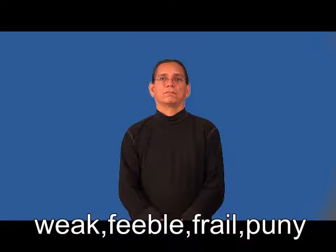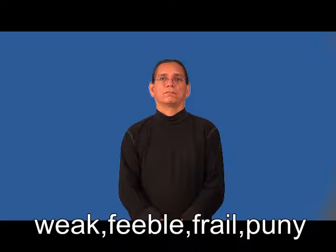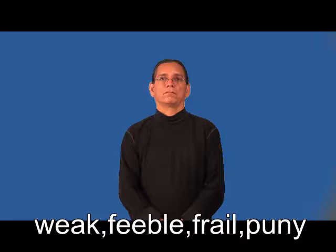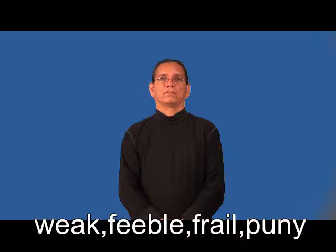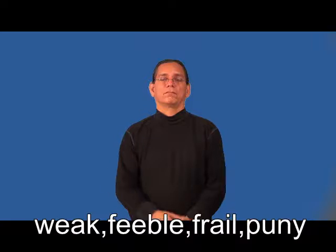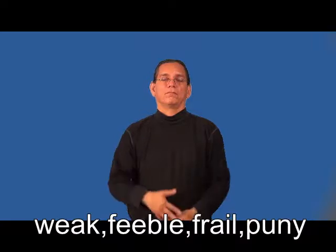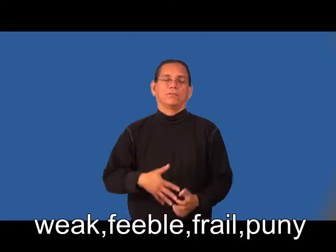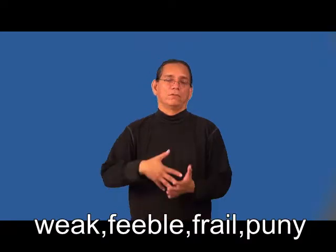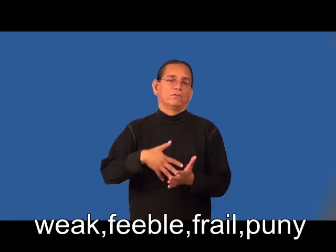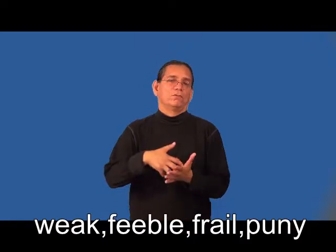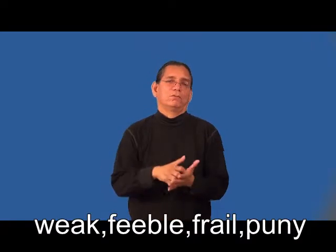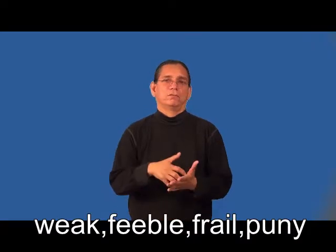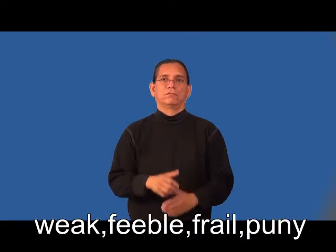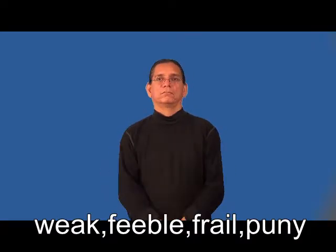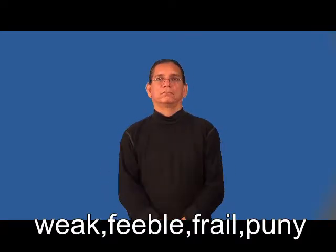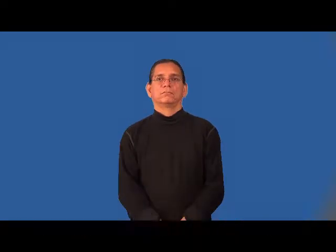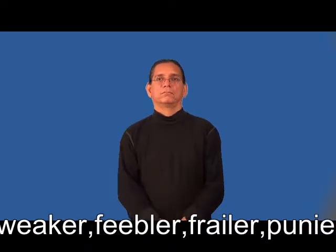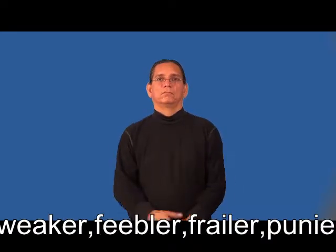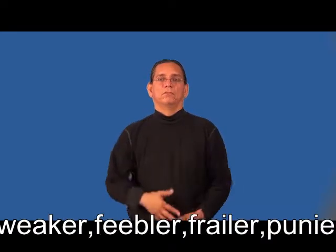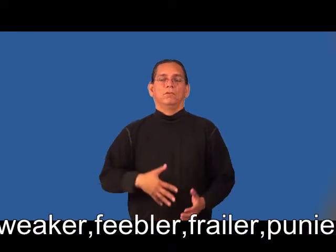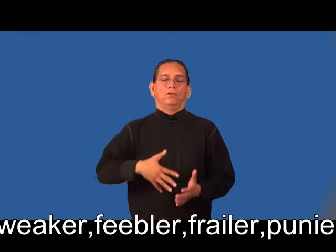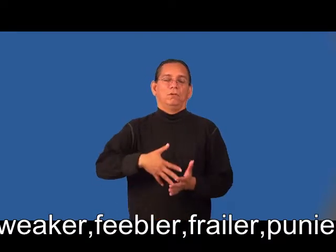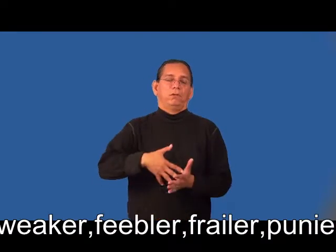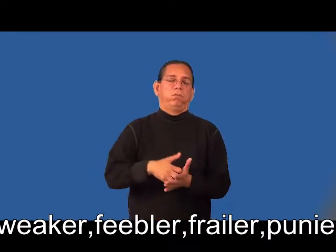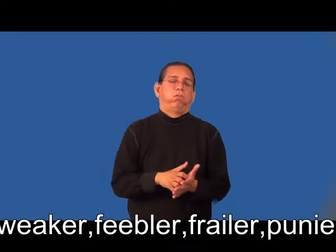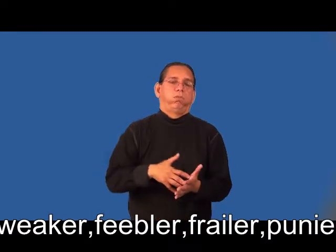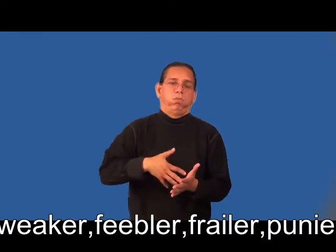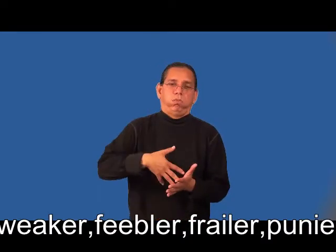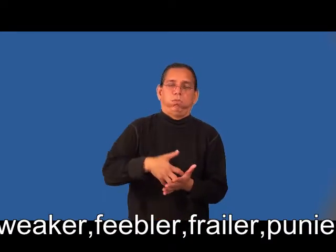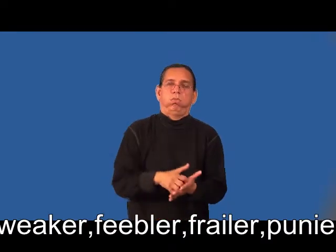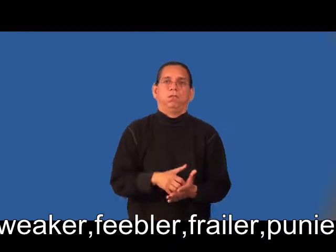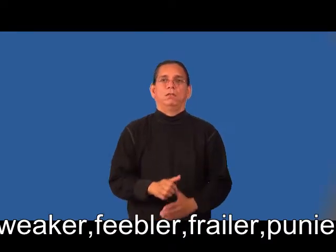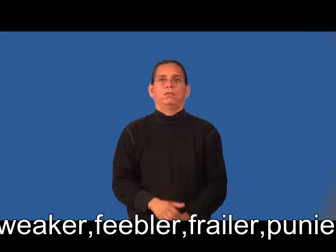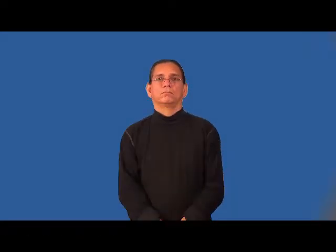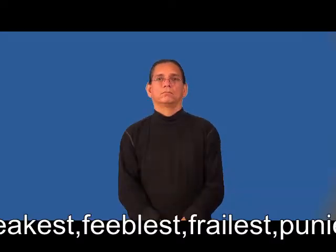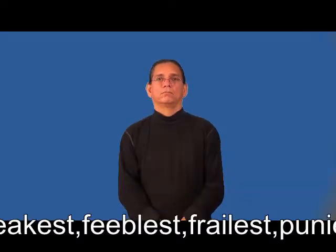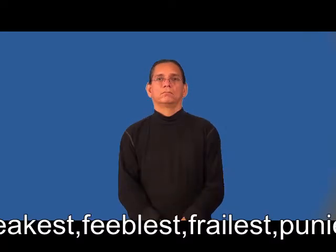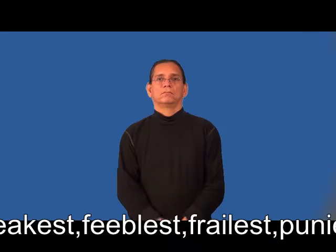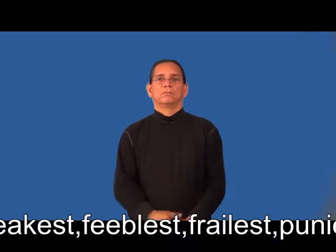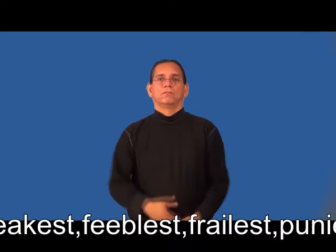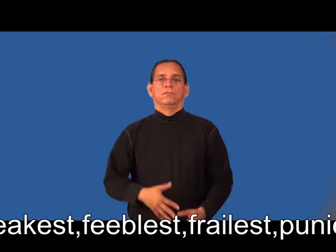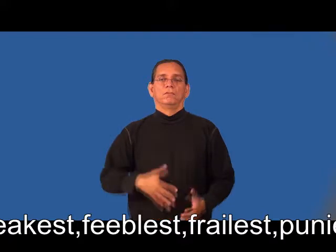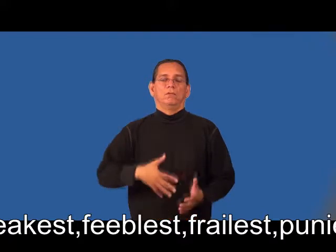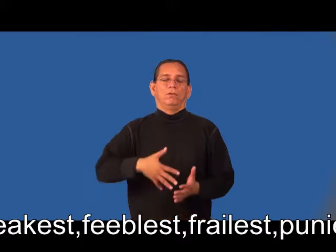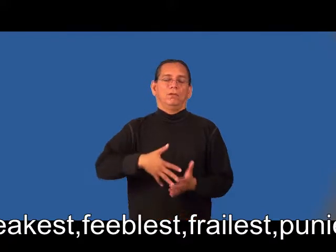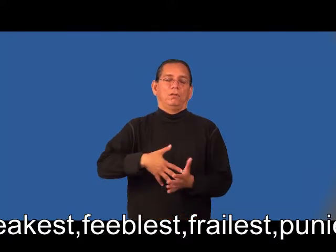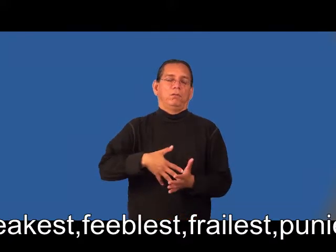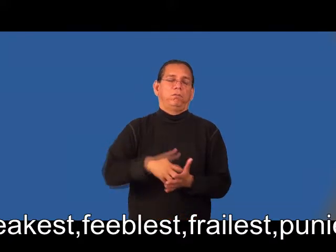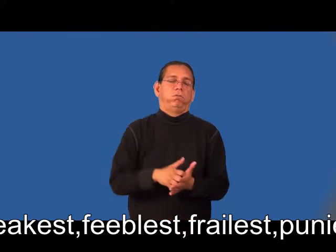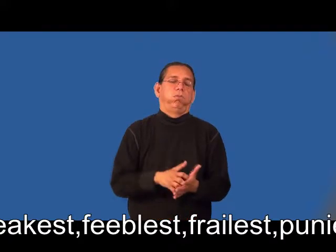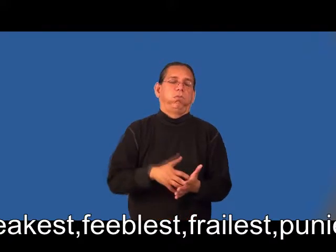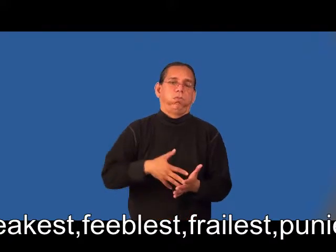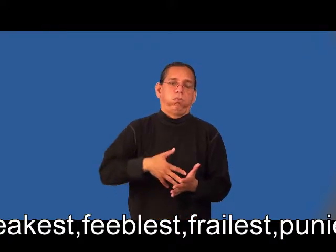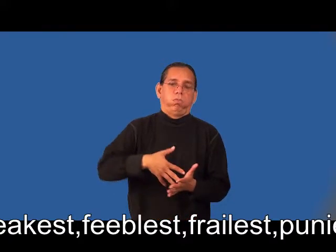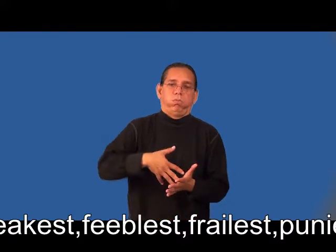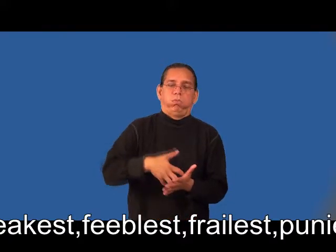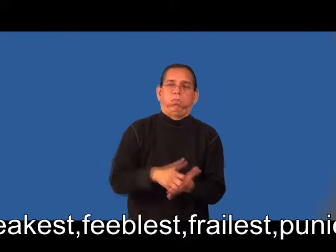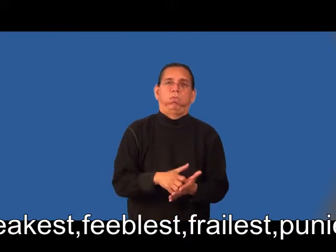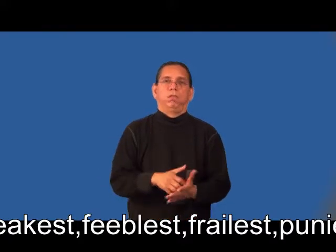weaker,feebler,frailer,punier,weakest,feeblest,frailest,puniest